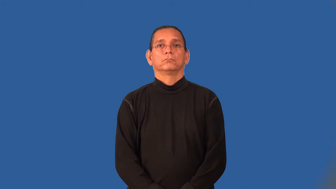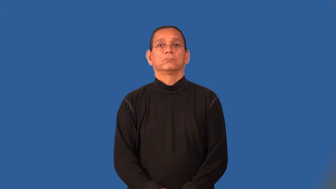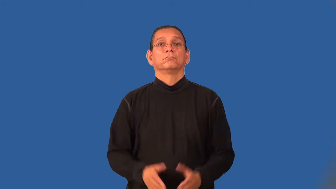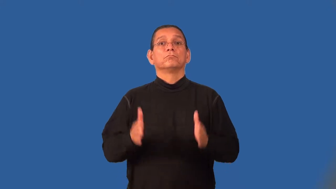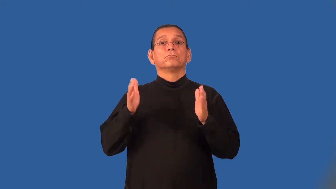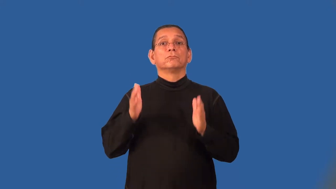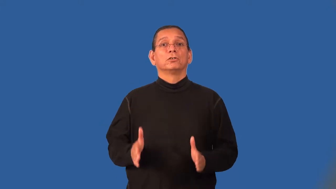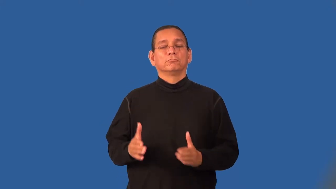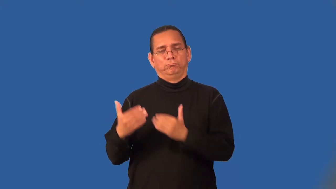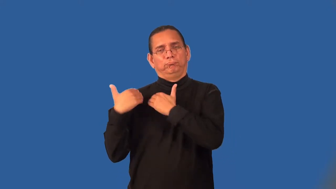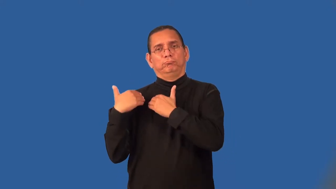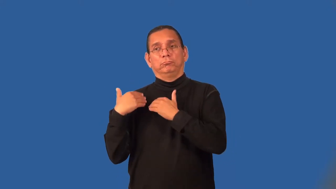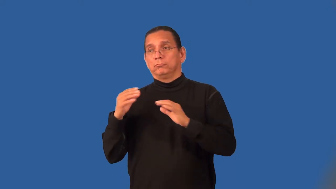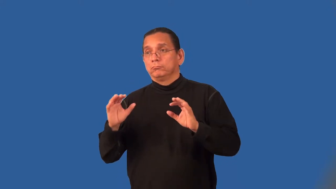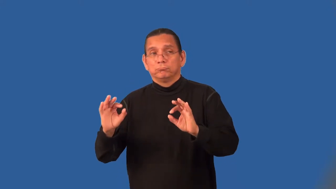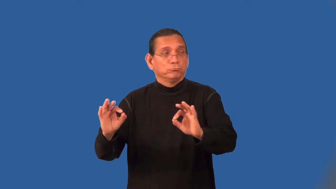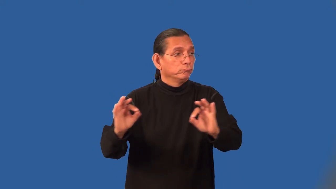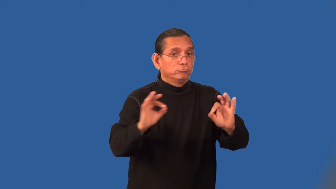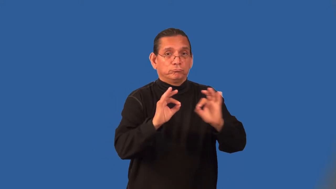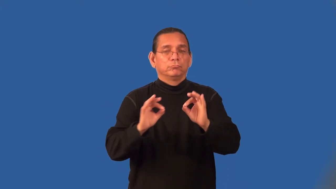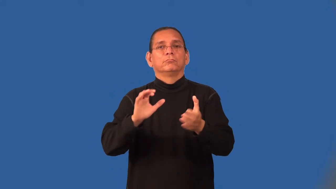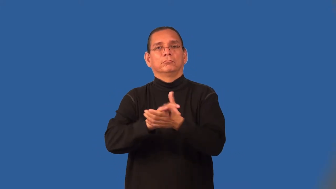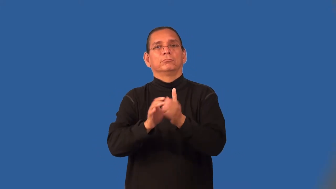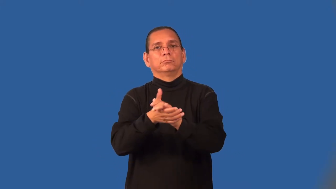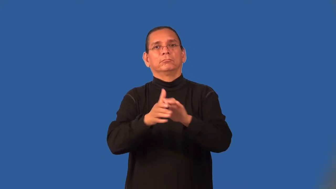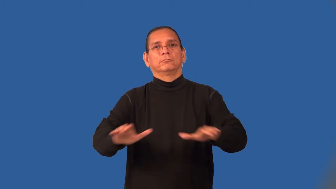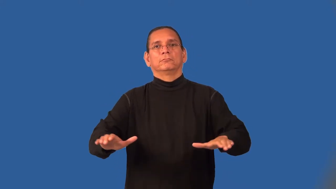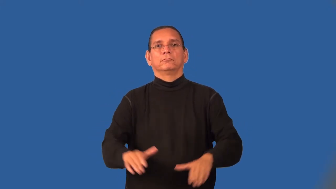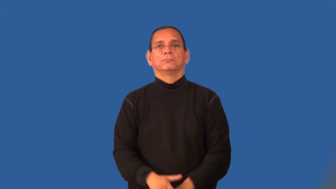peacekeeper